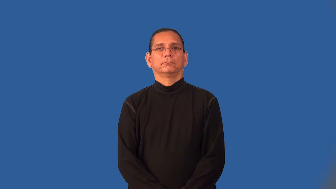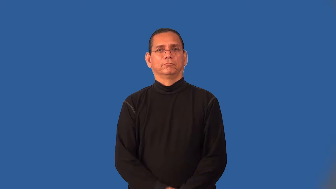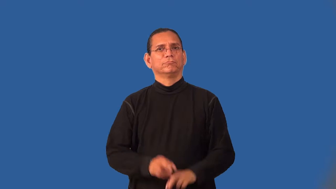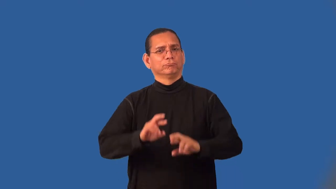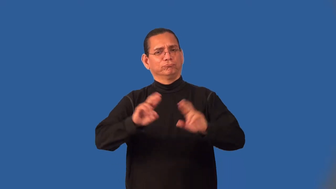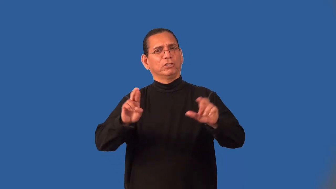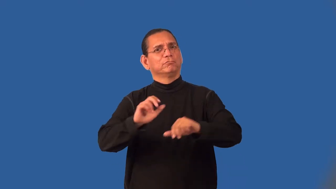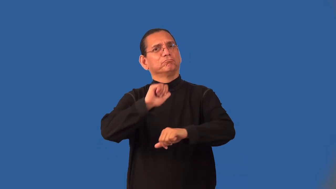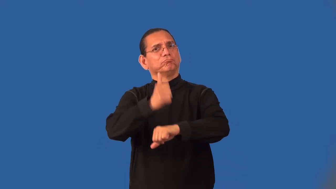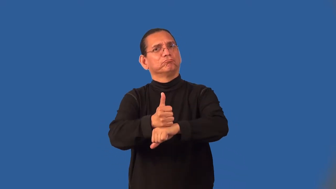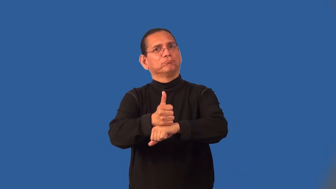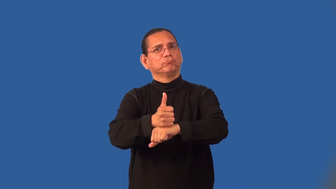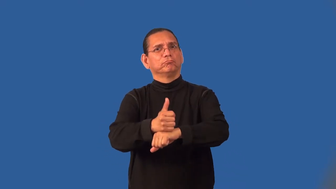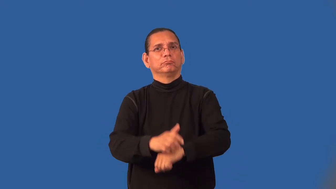initialize